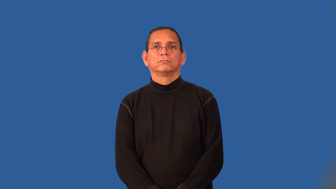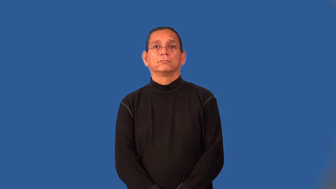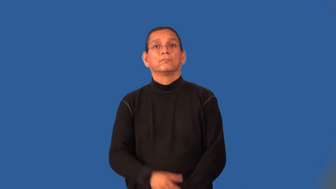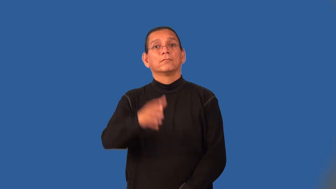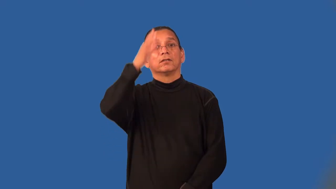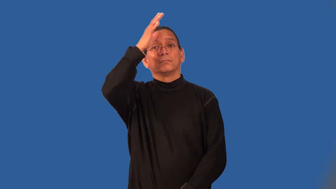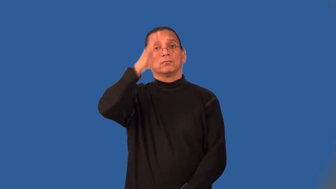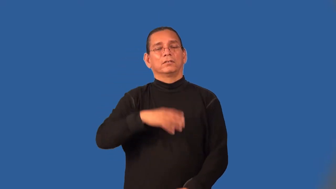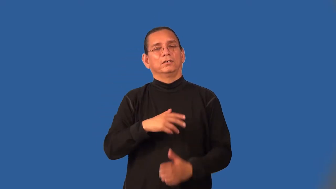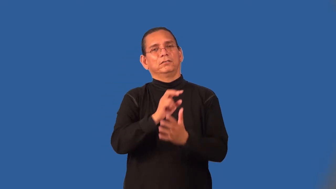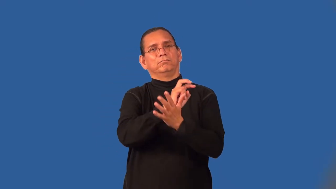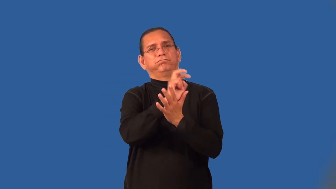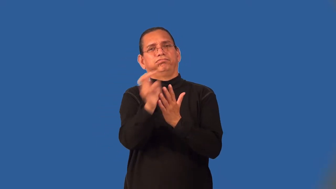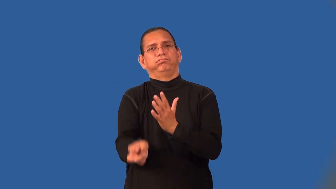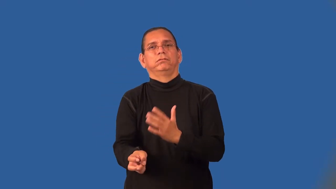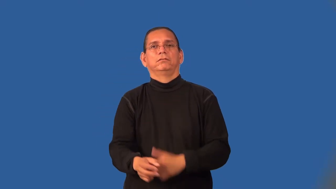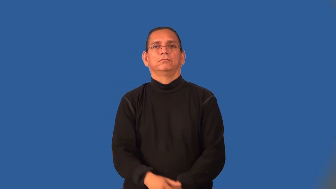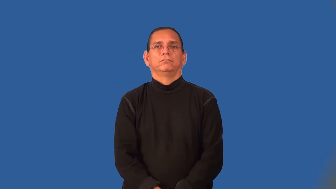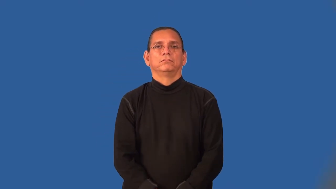womanizer